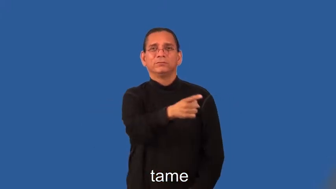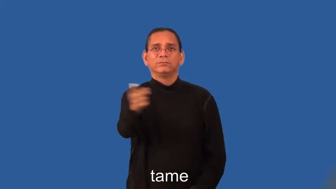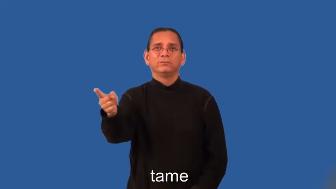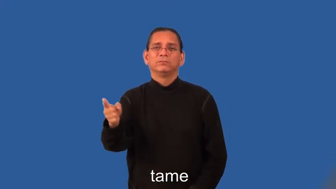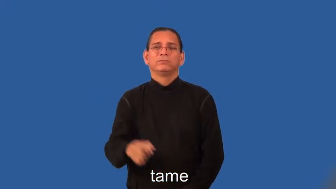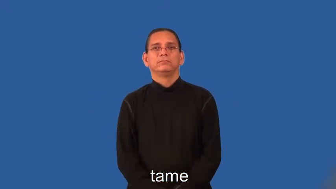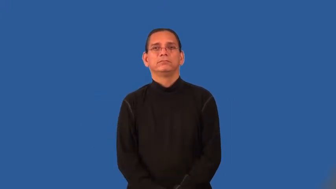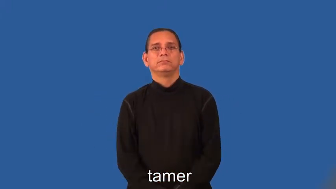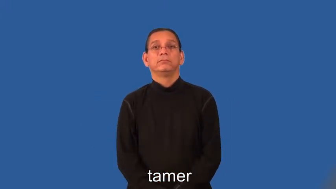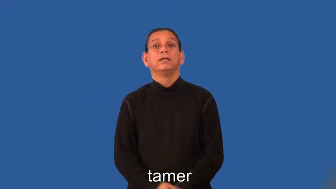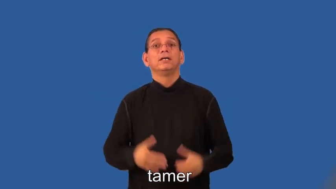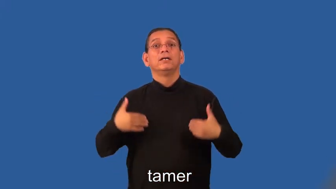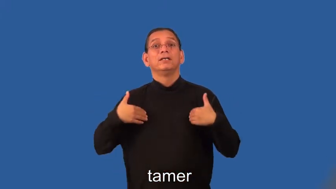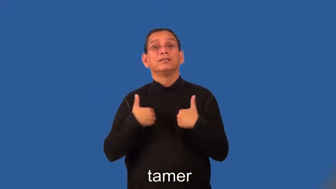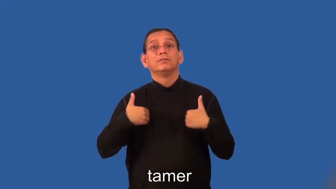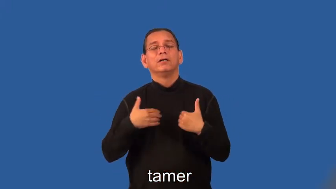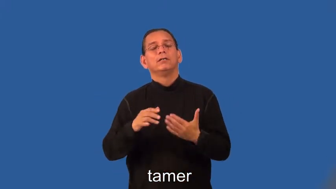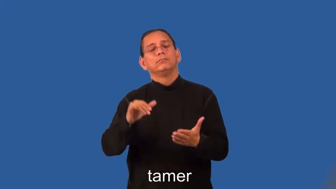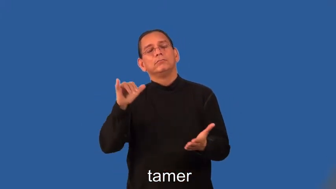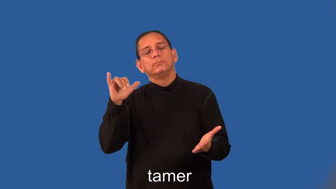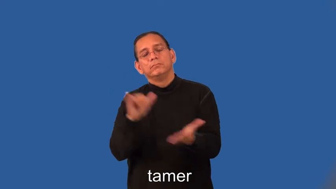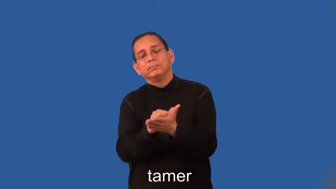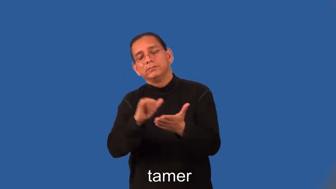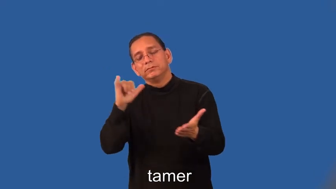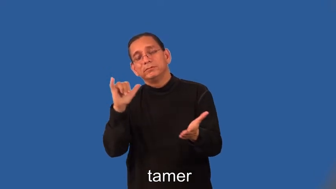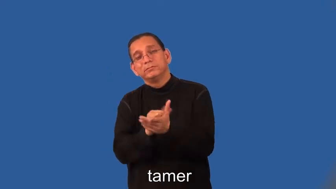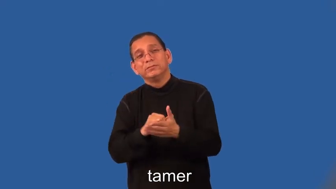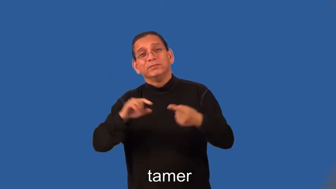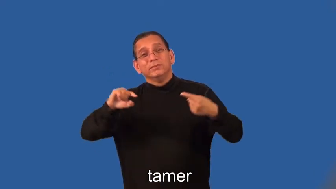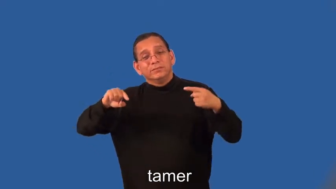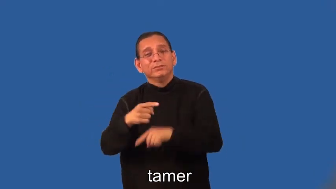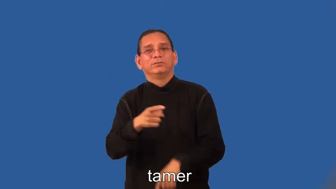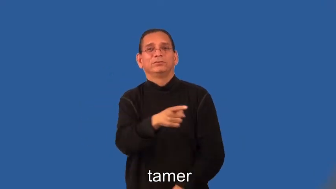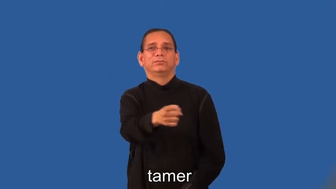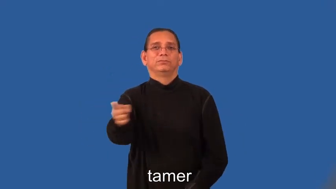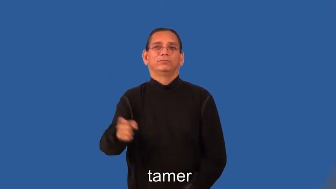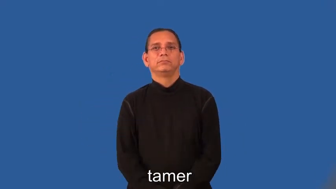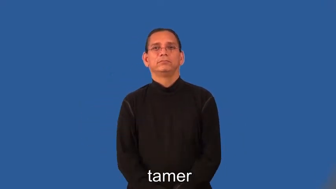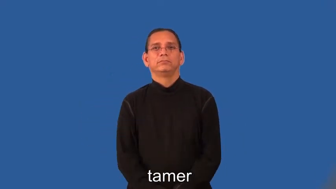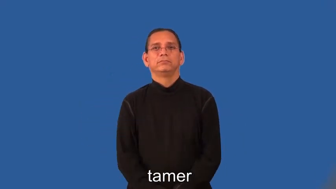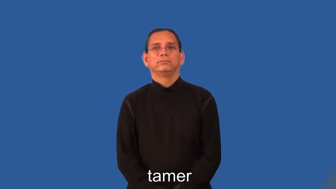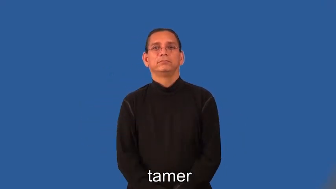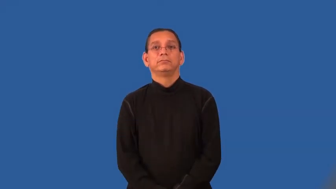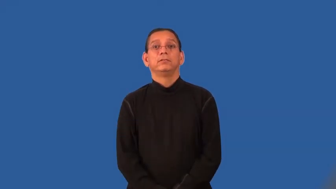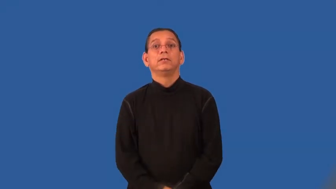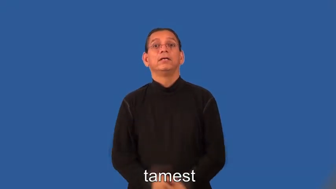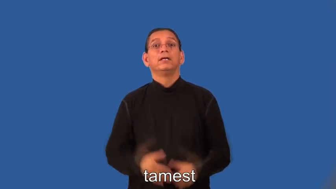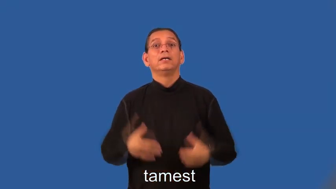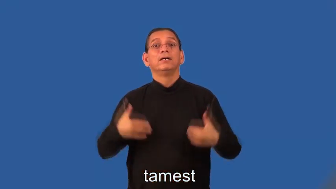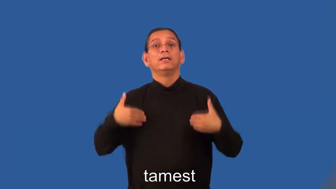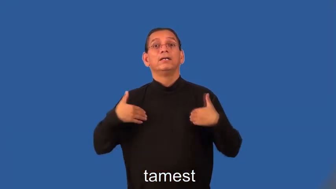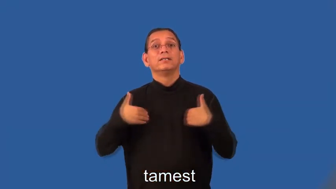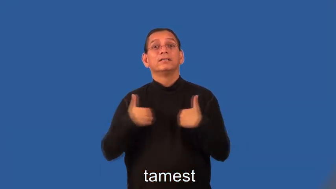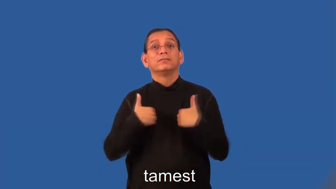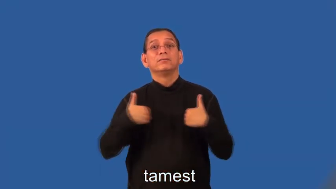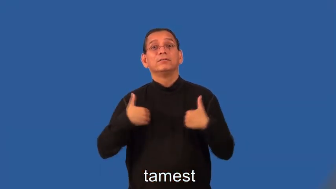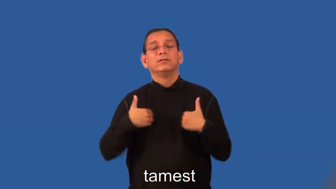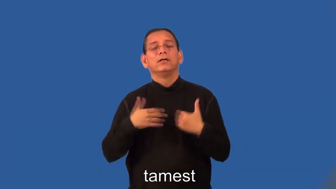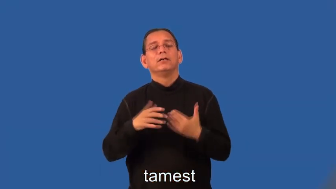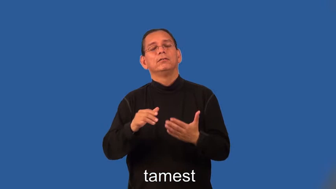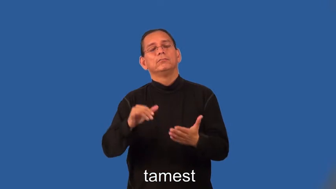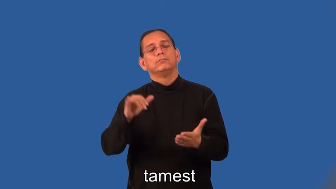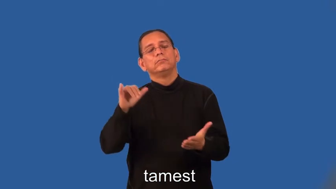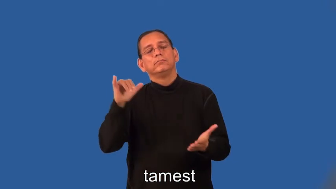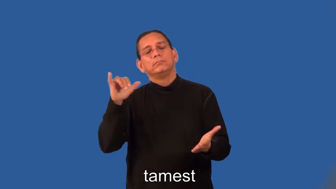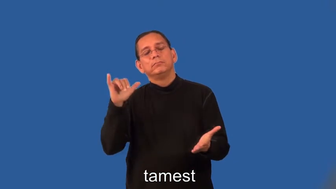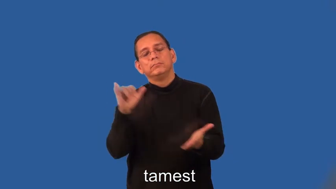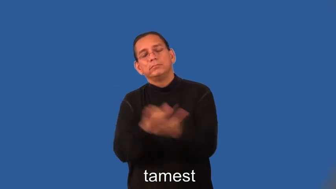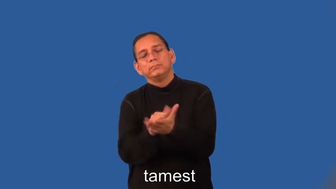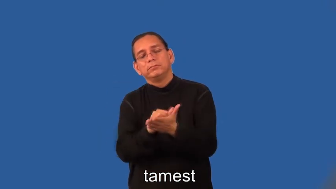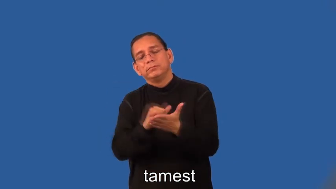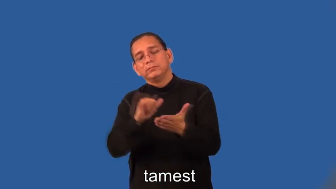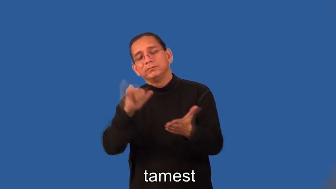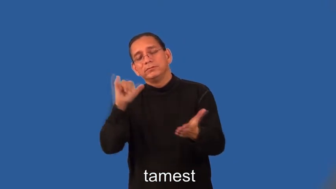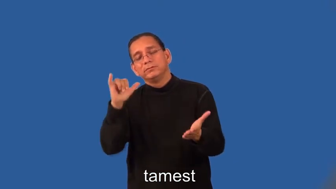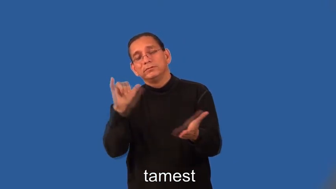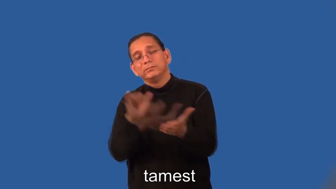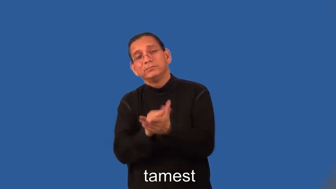tamer,tamest-animal